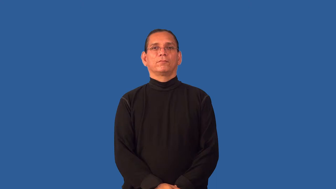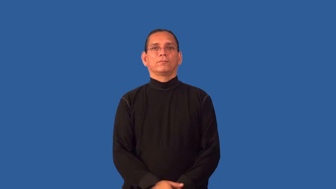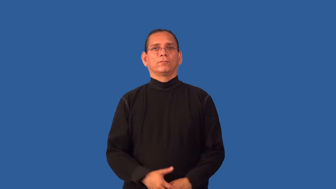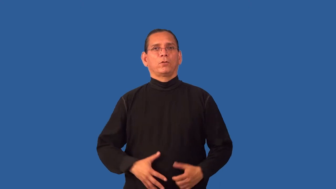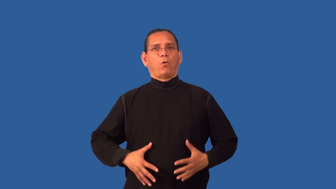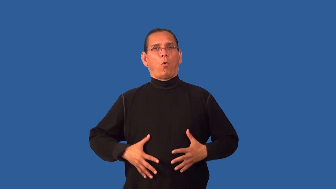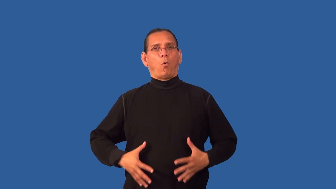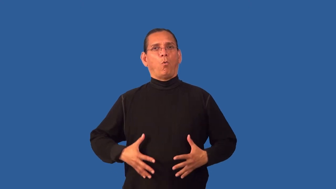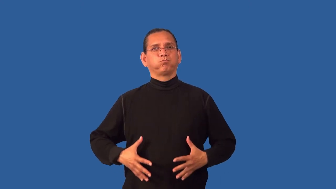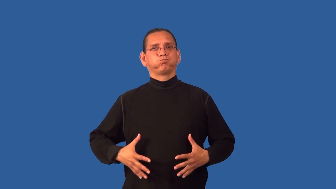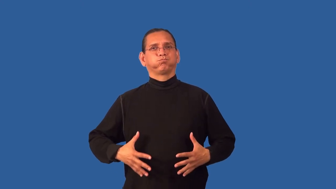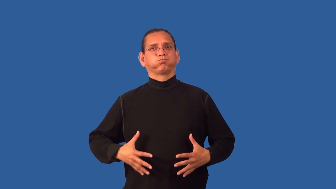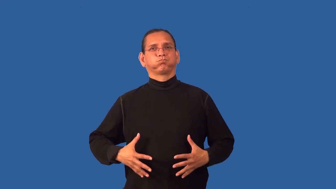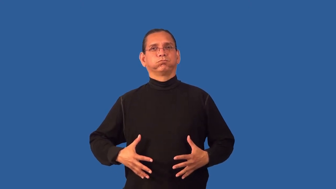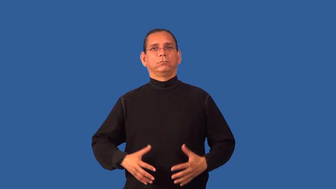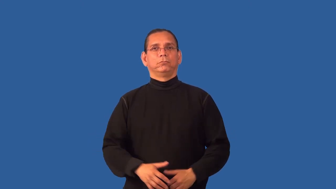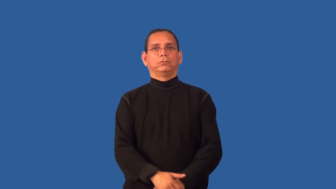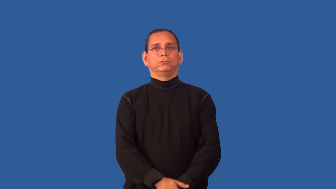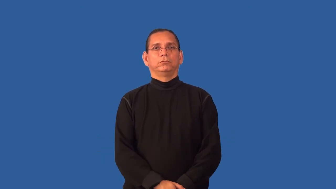gut-fat stomach